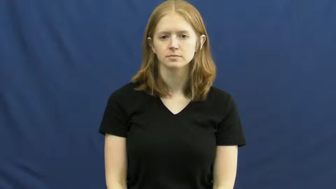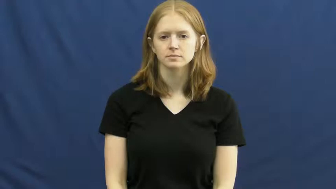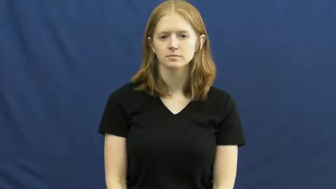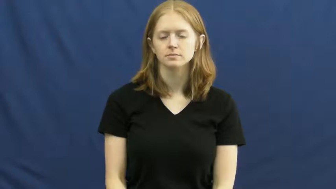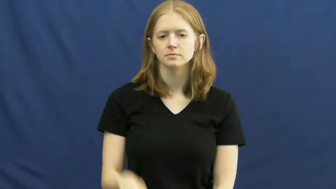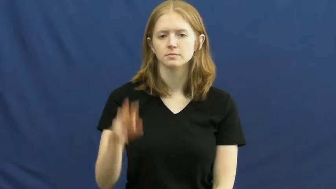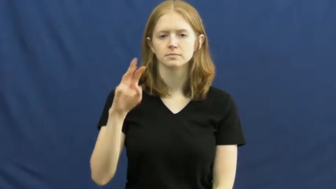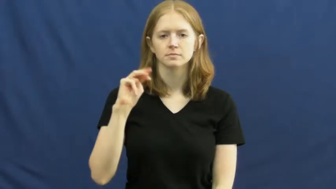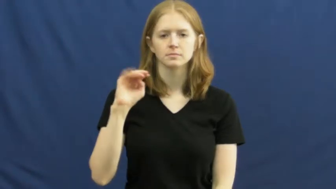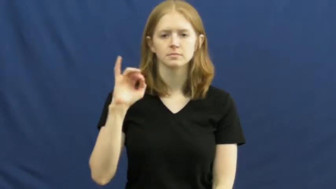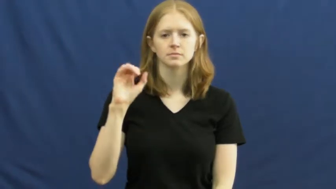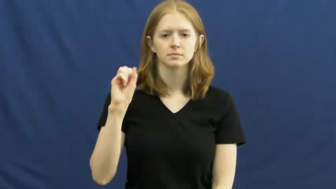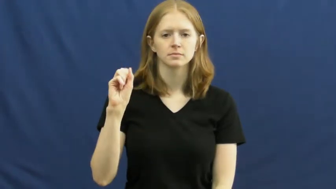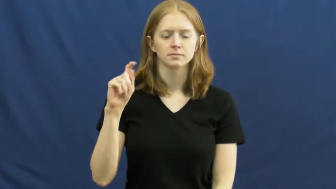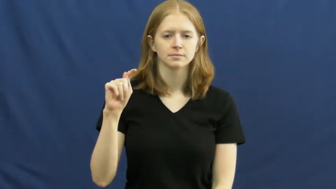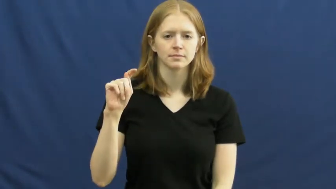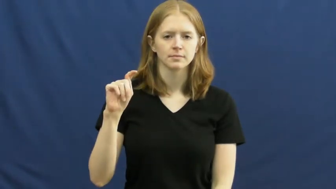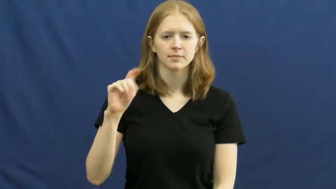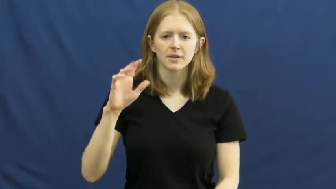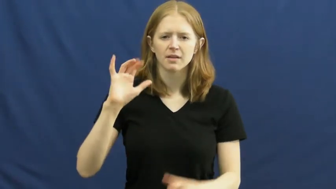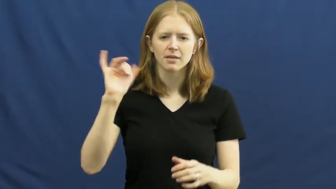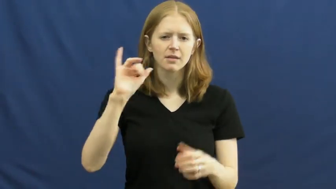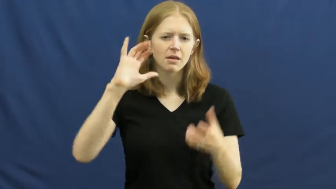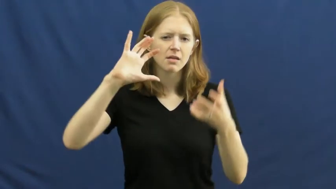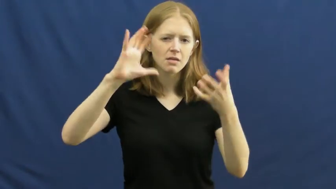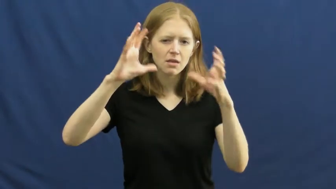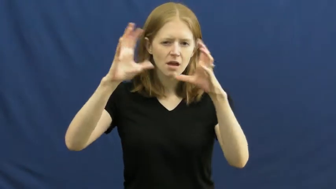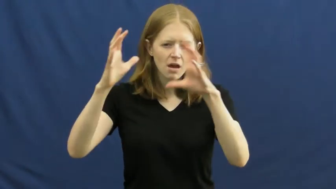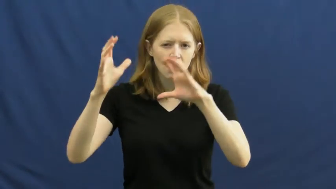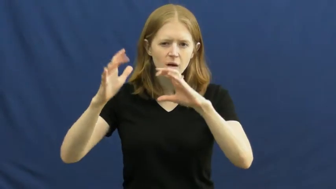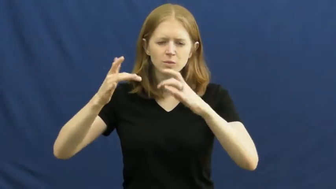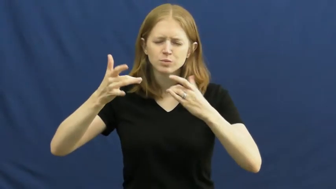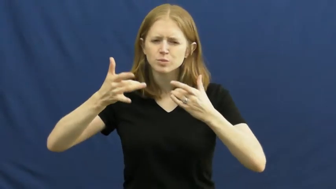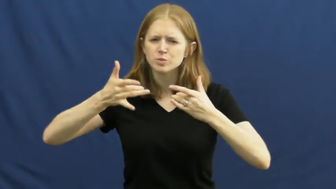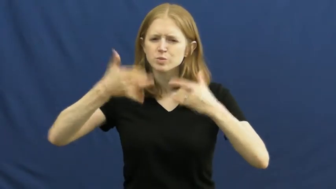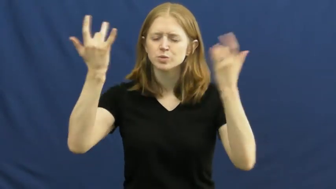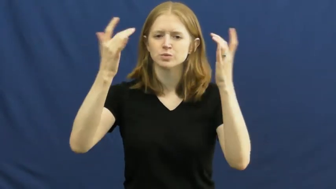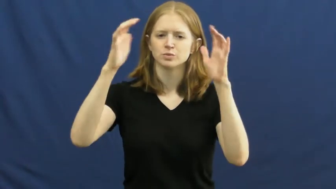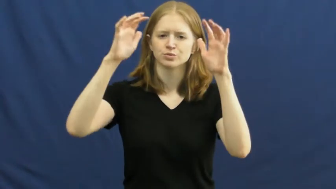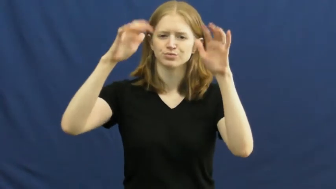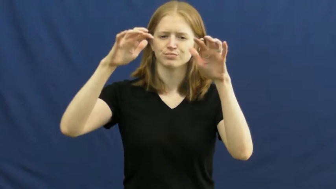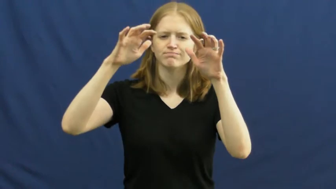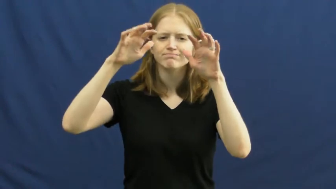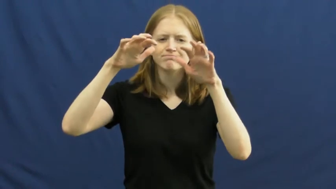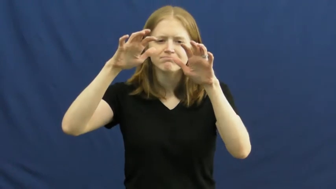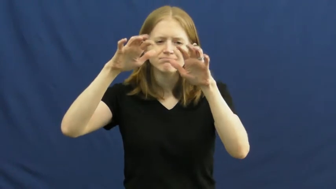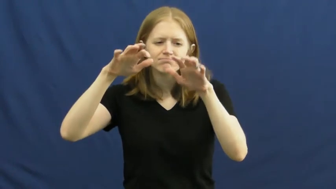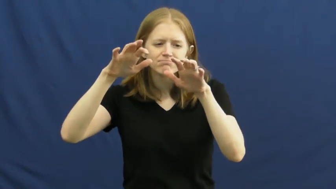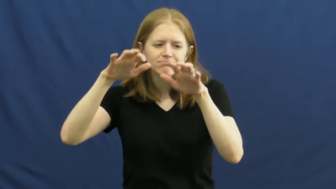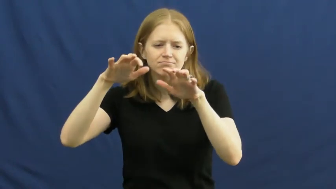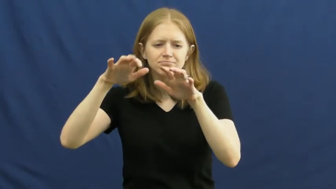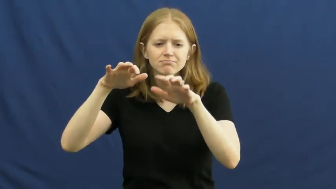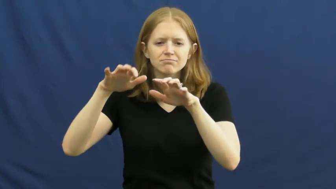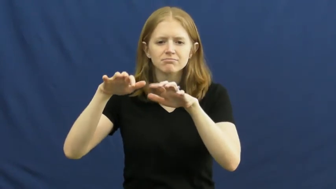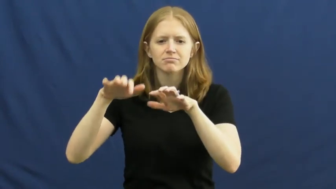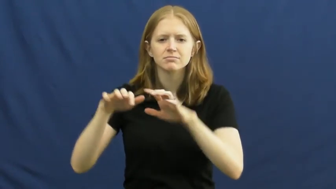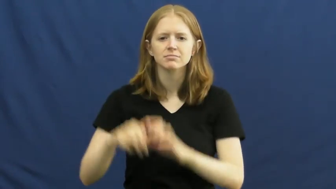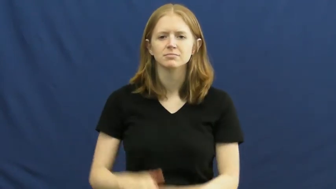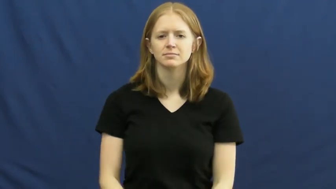mist,misty